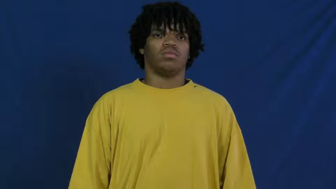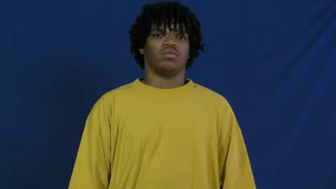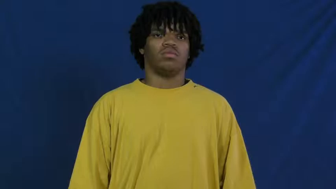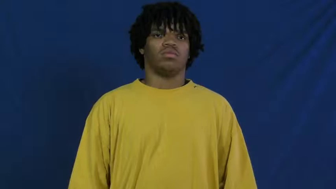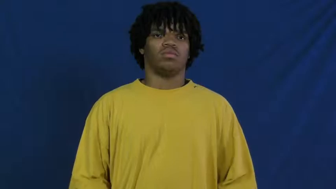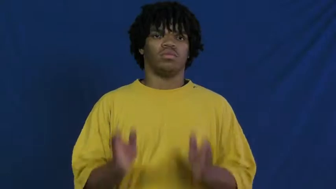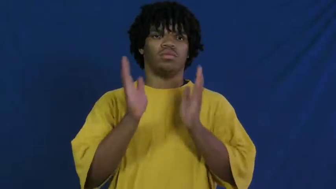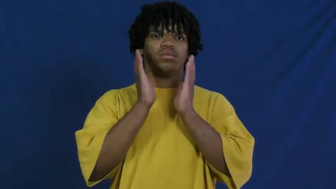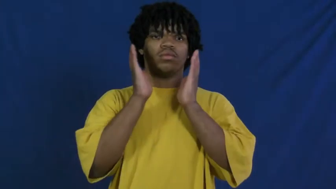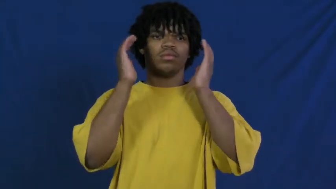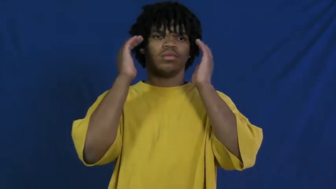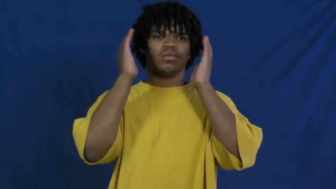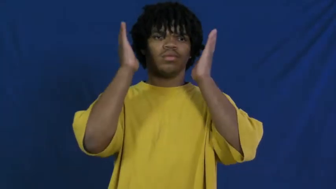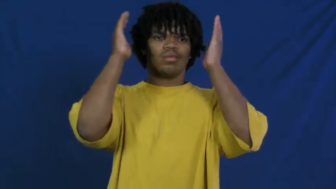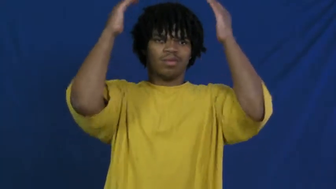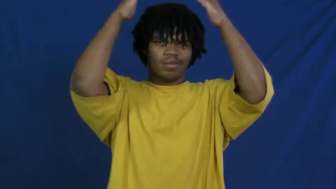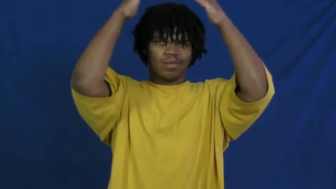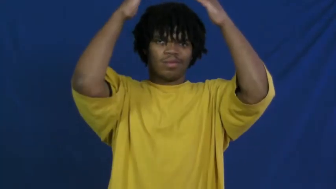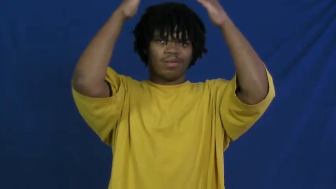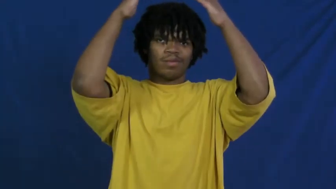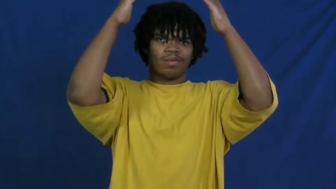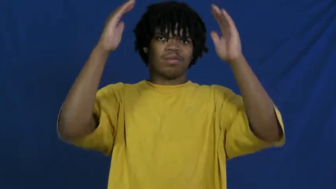pope,pontiff